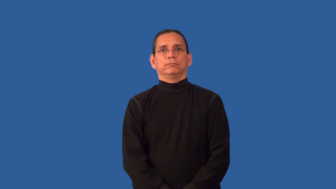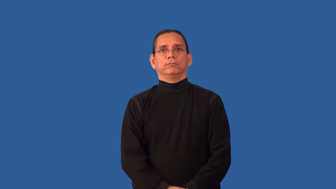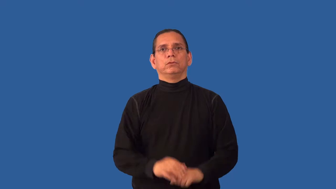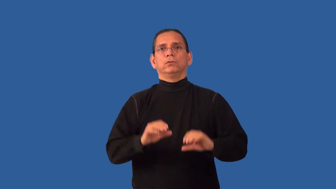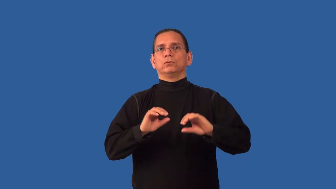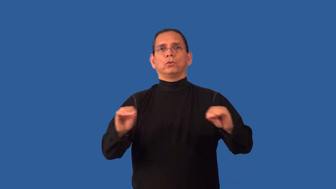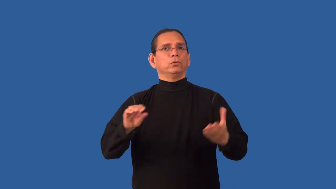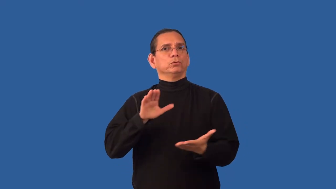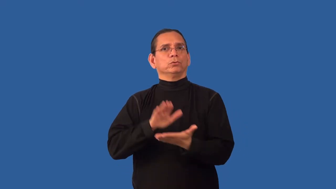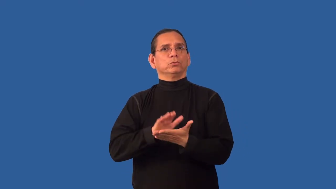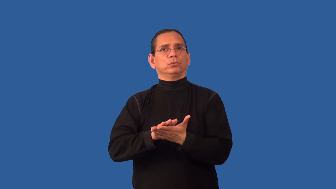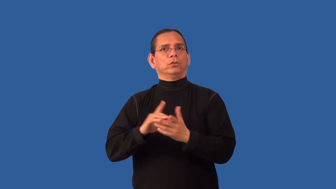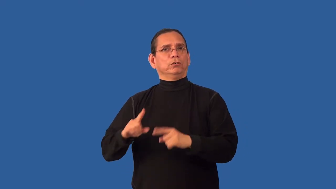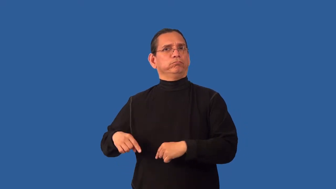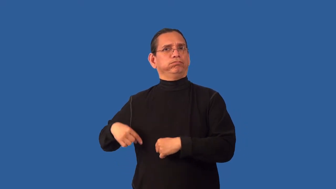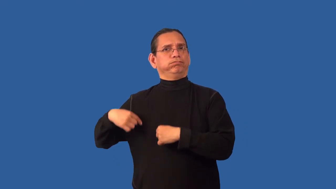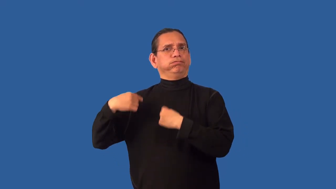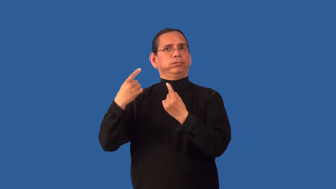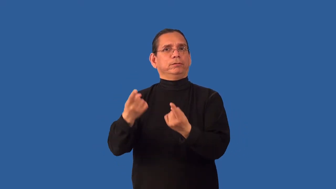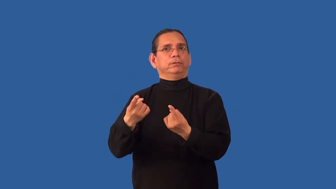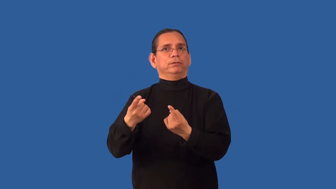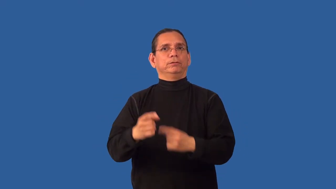unschooled